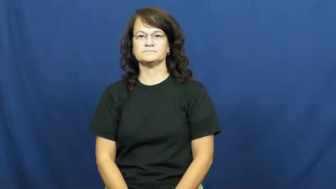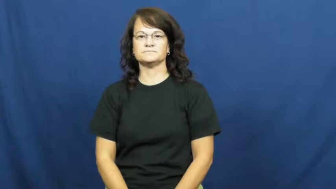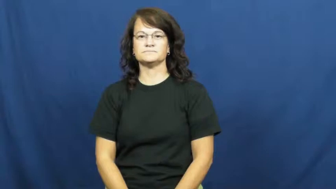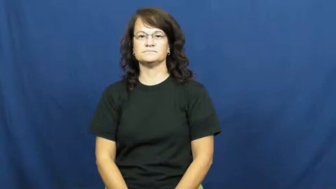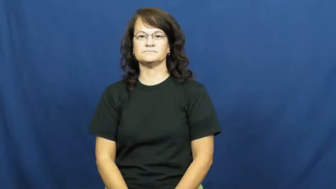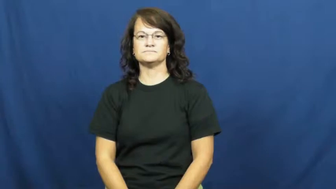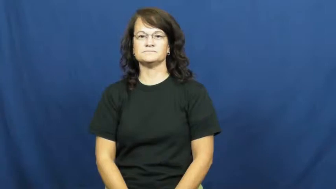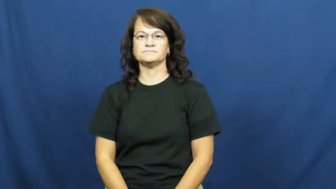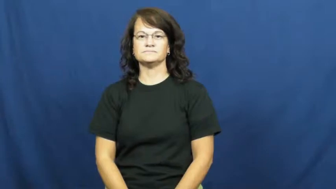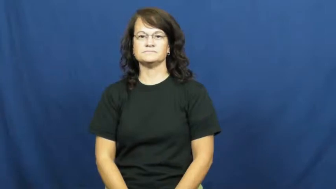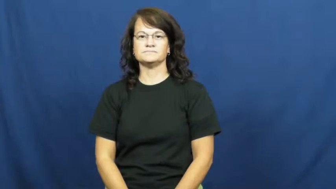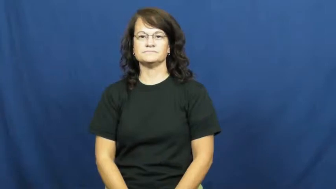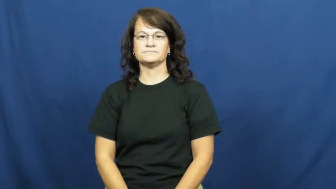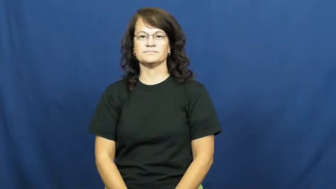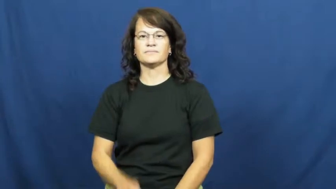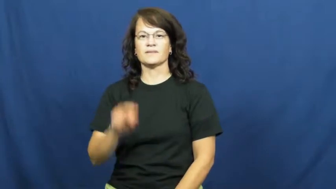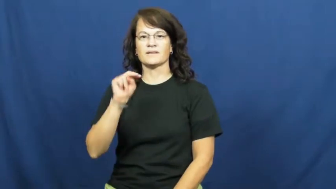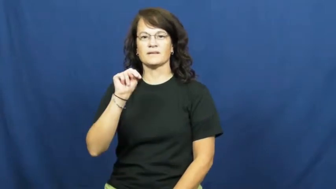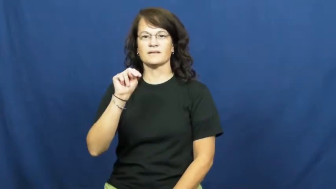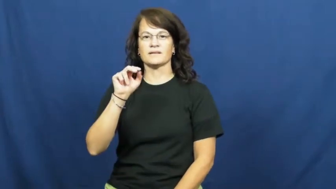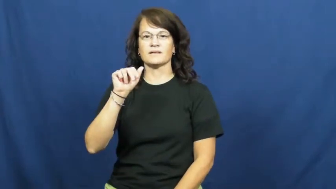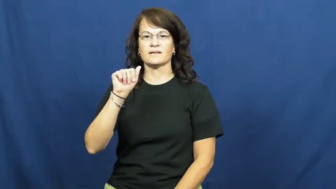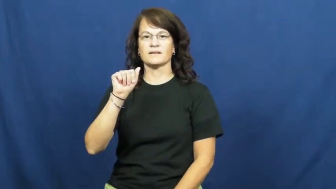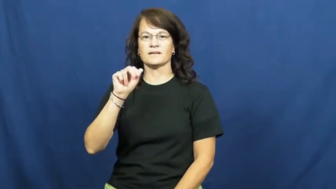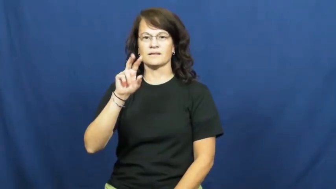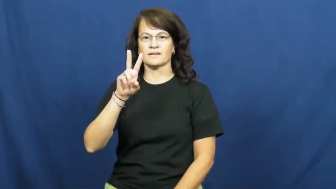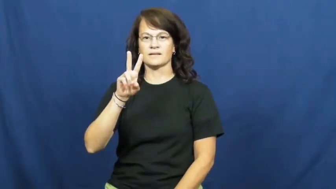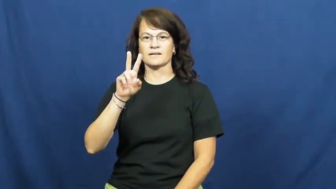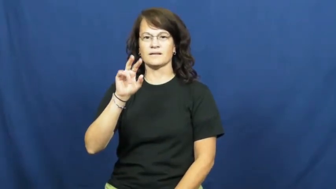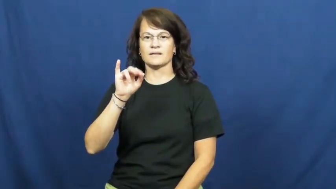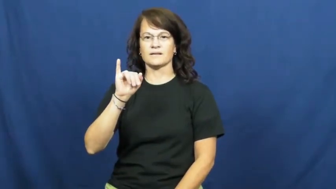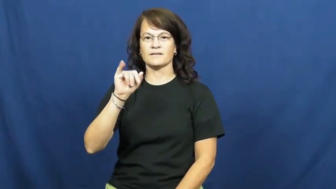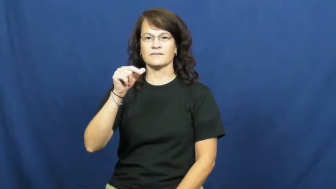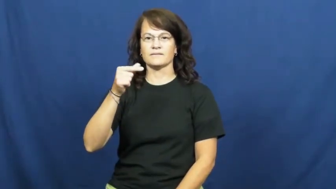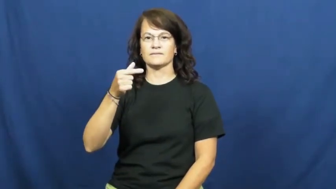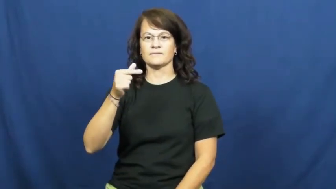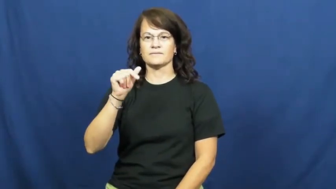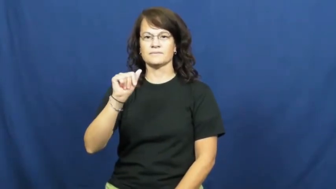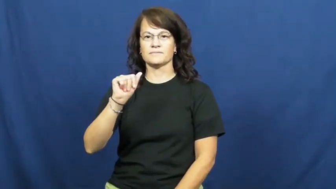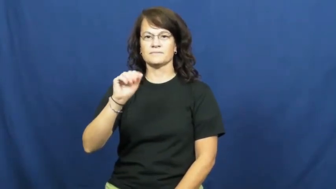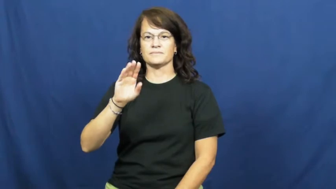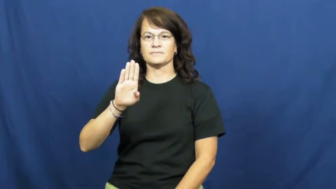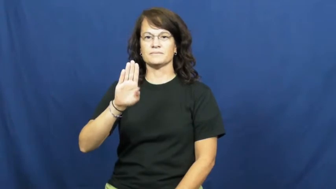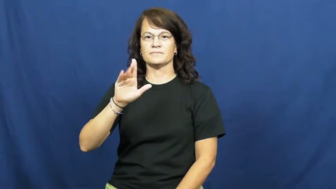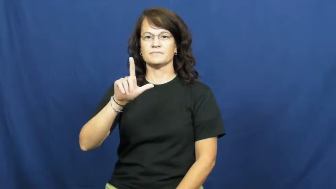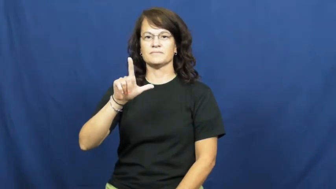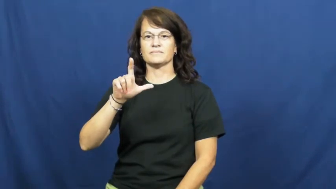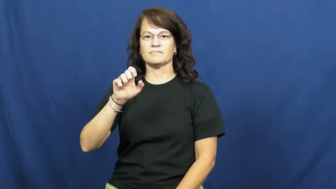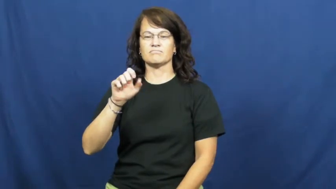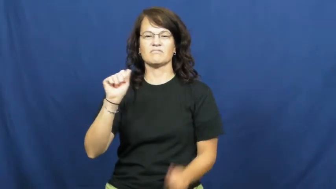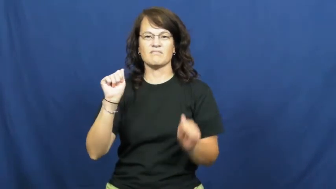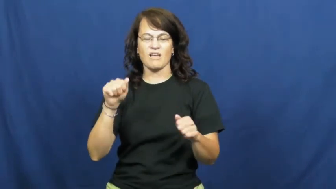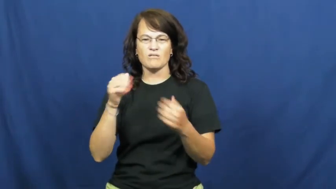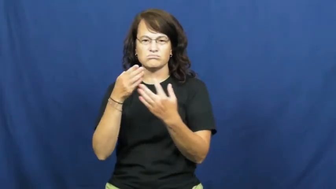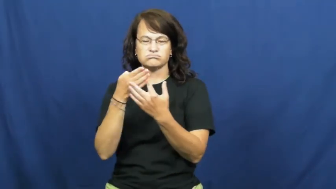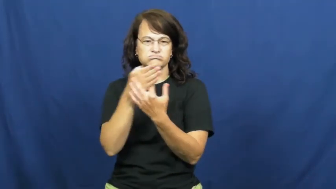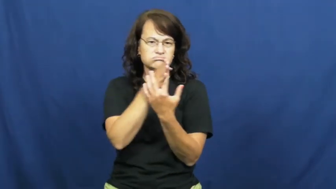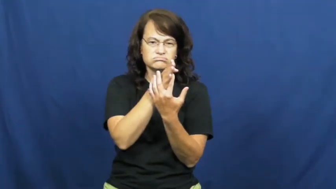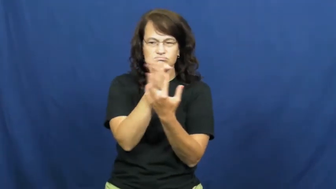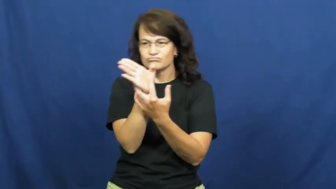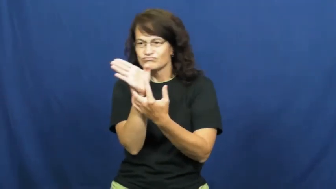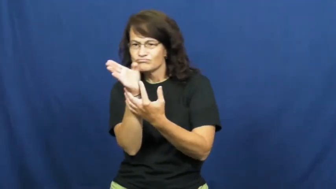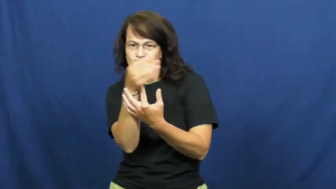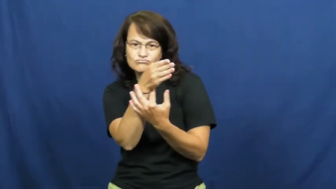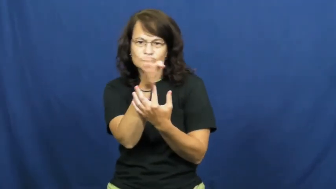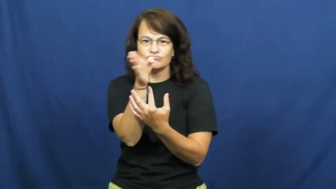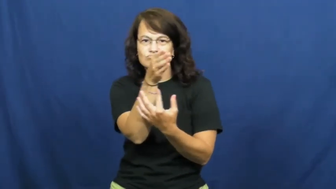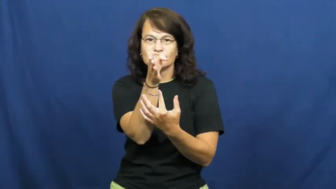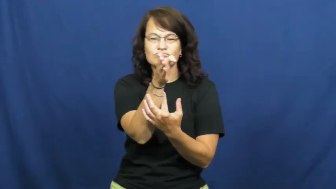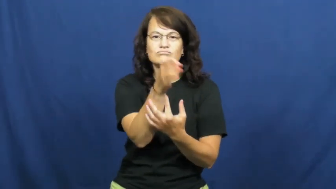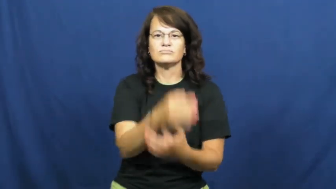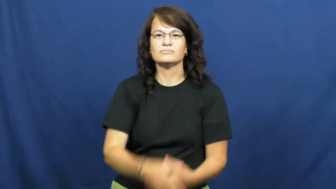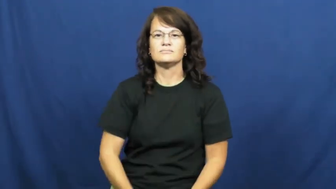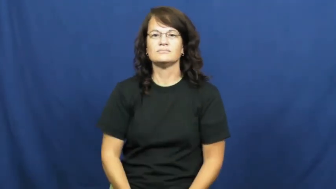navigable